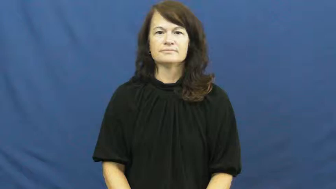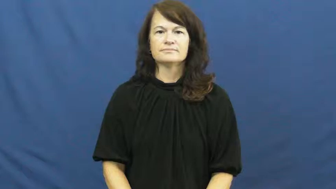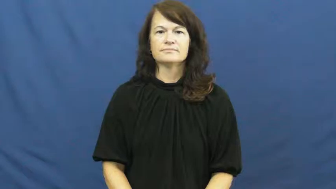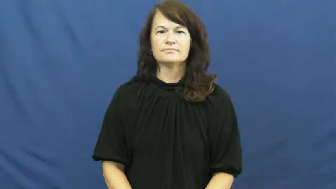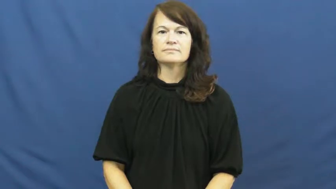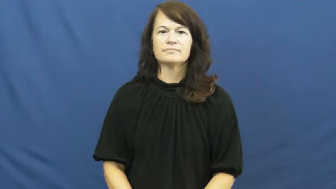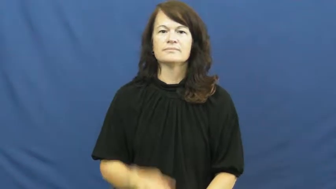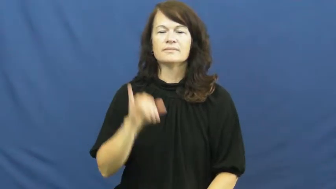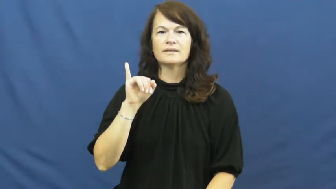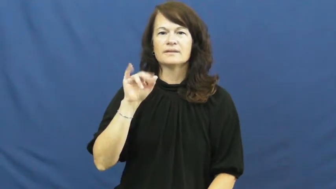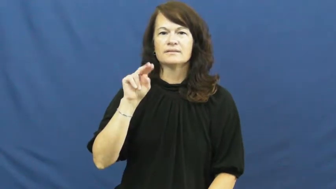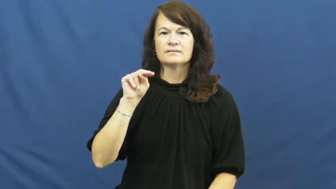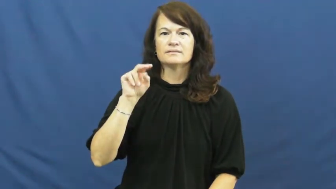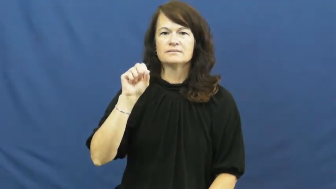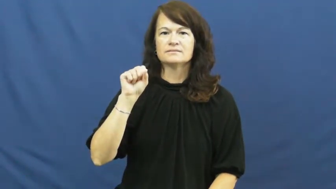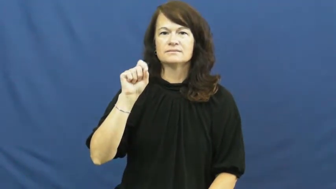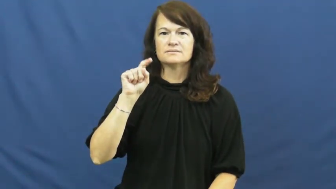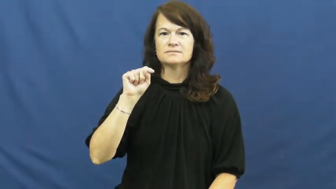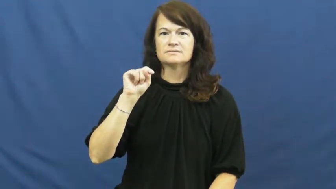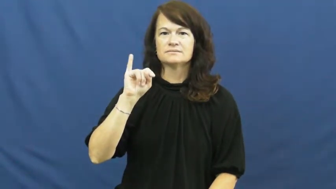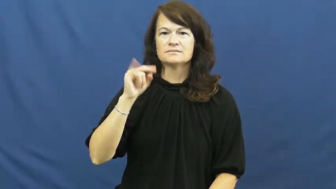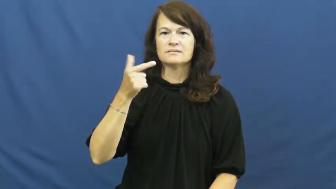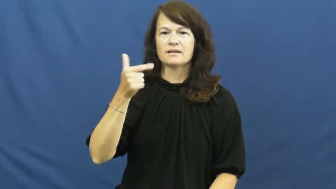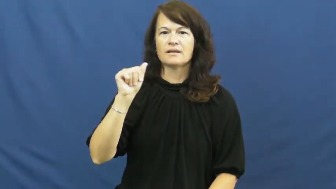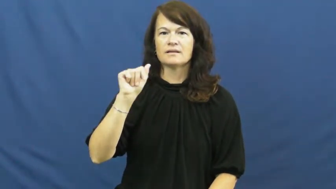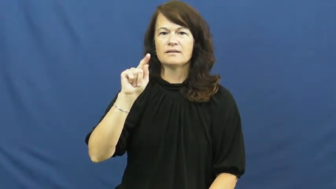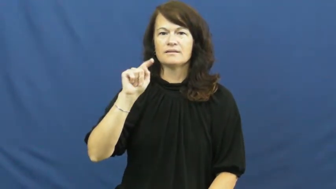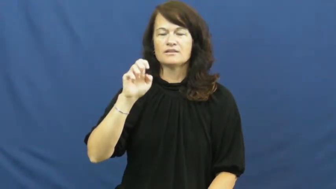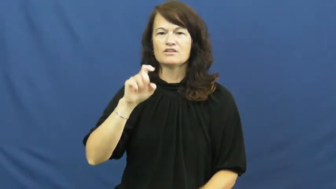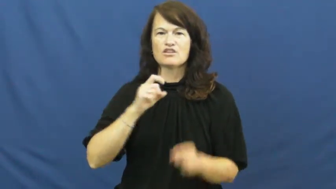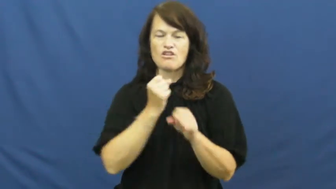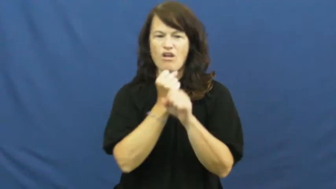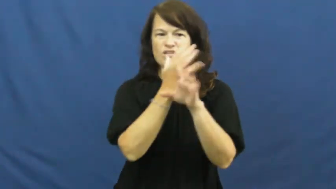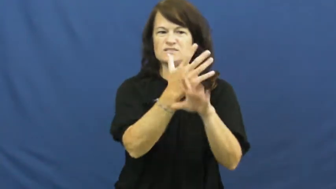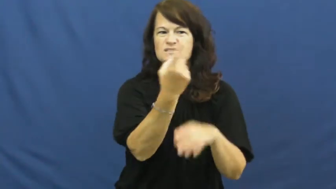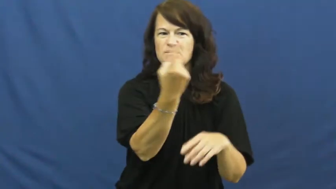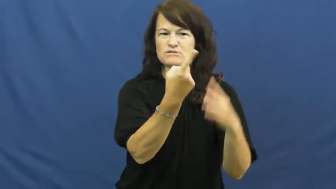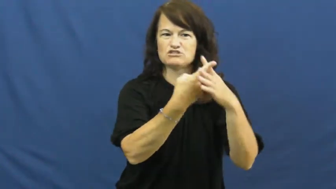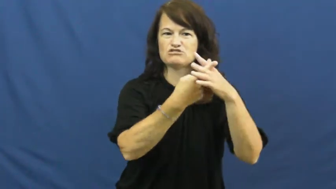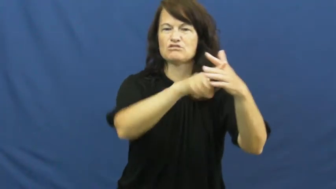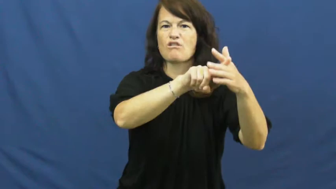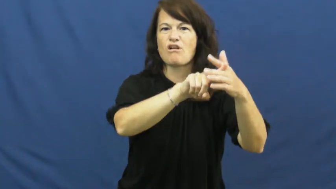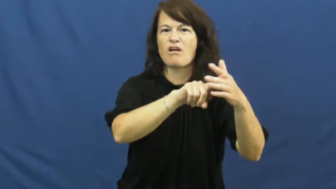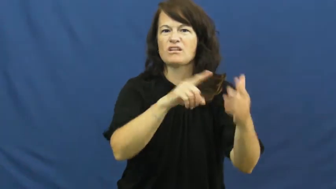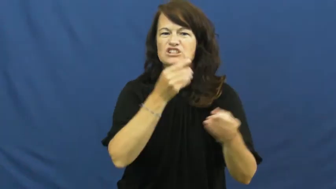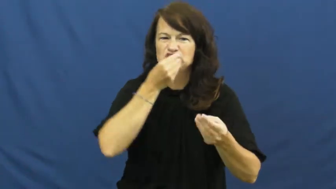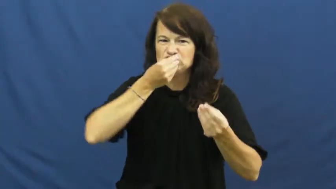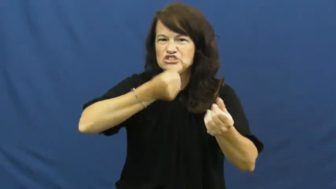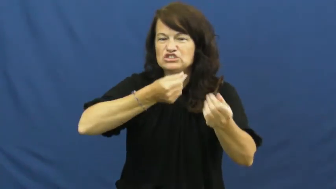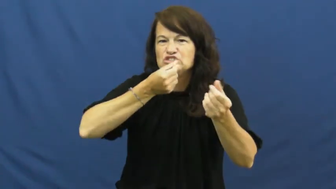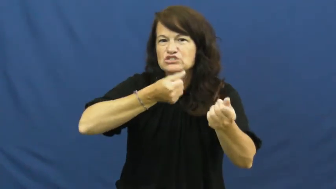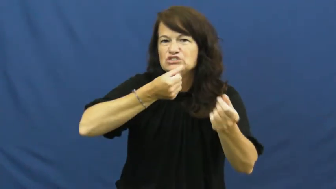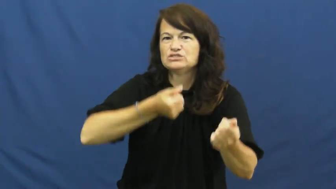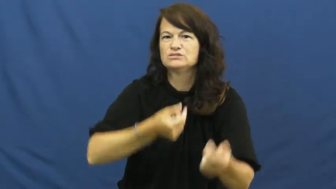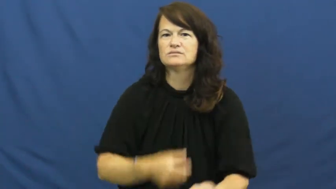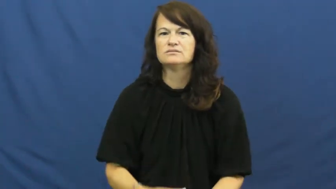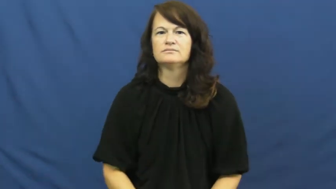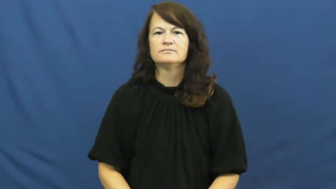instigate